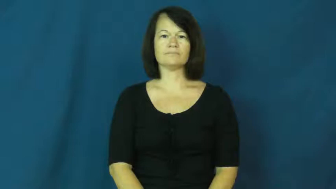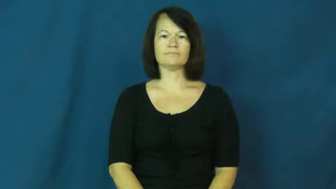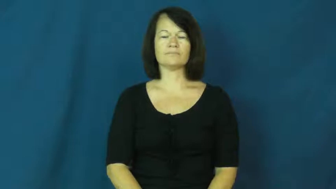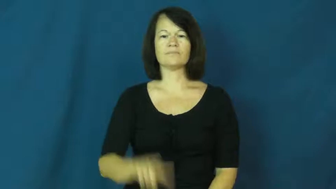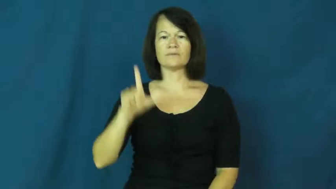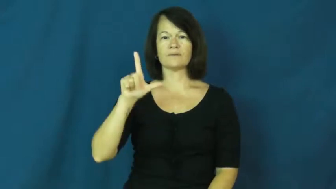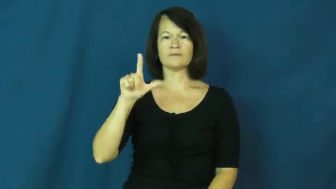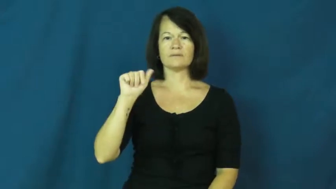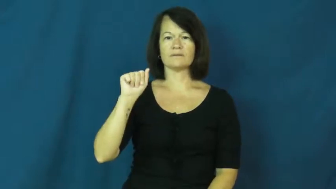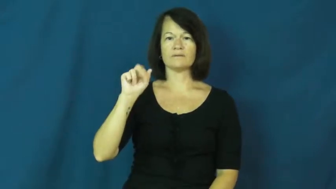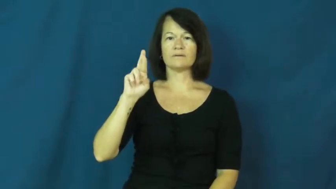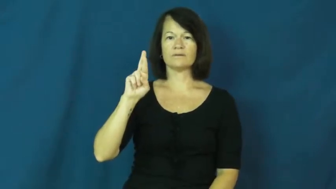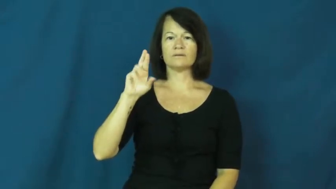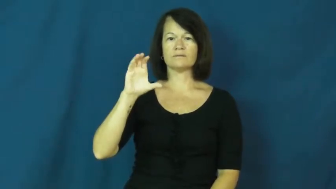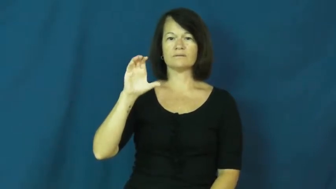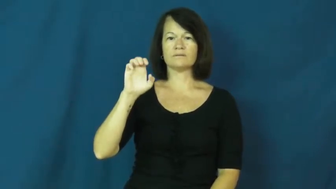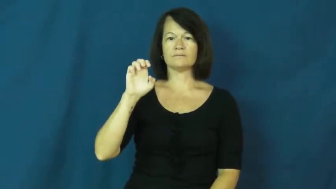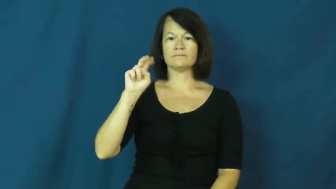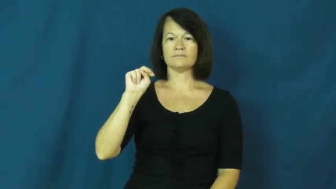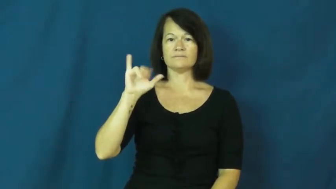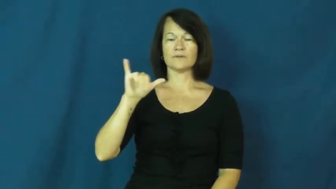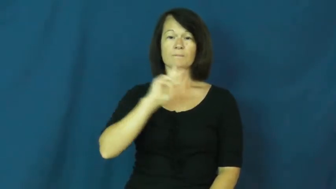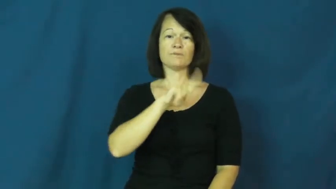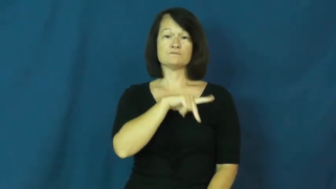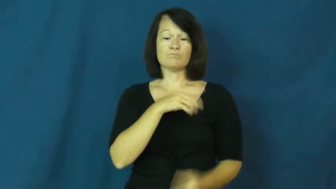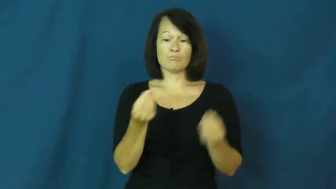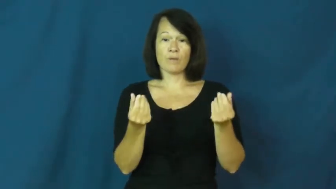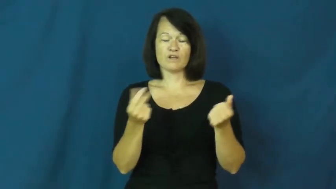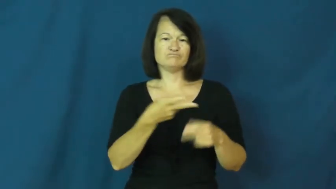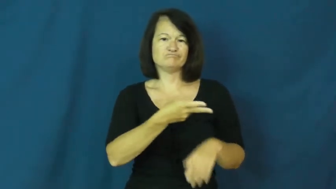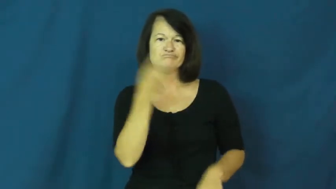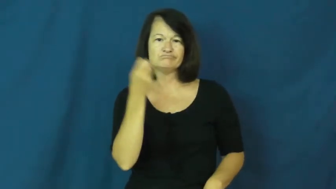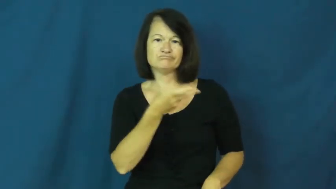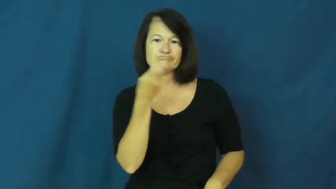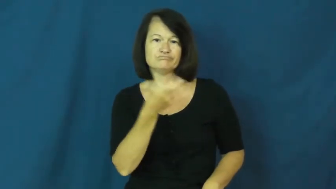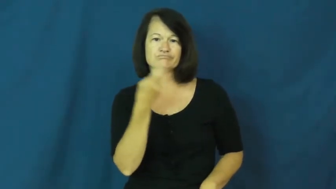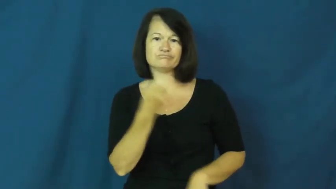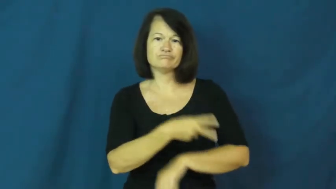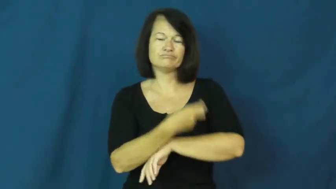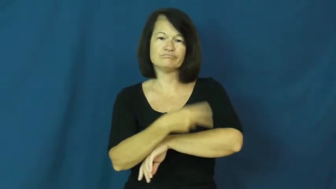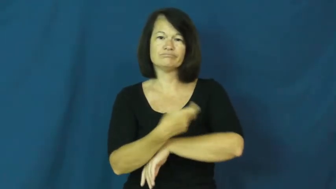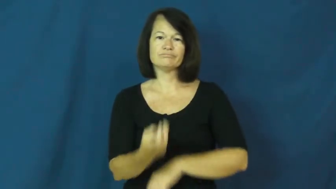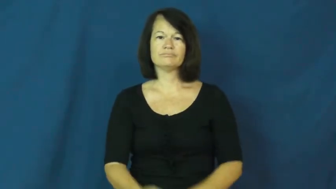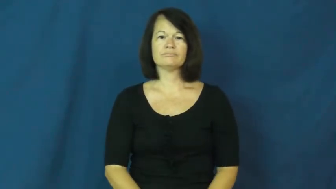larceny